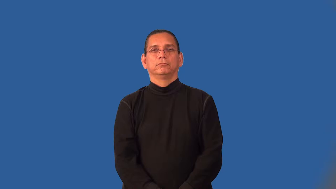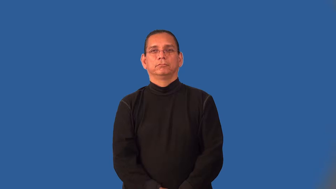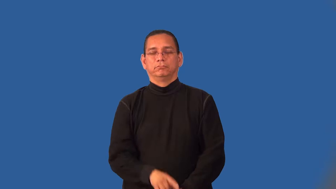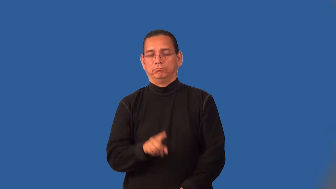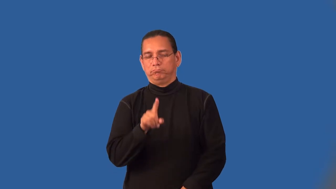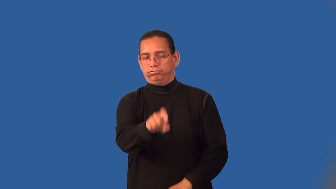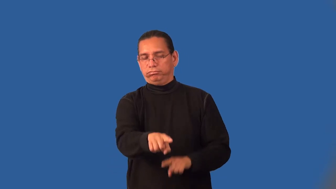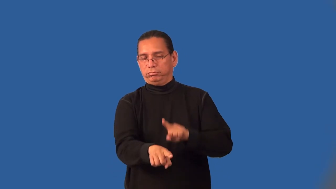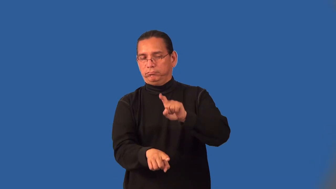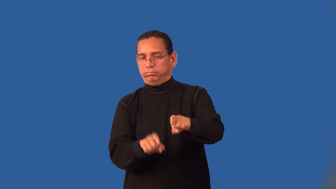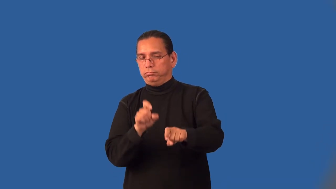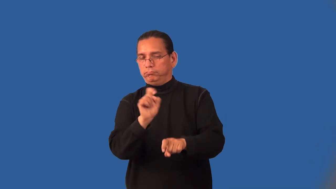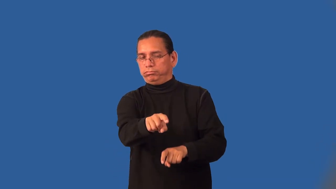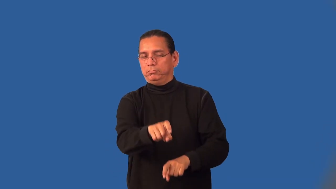inquisition